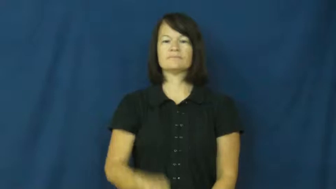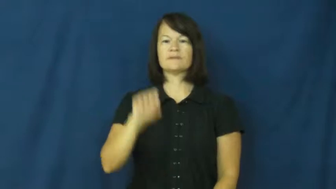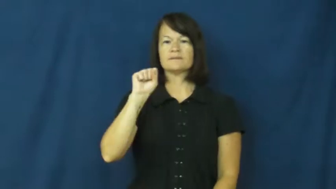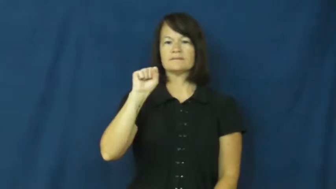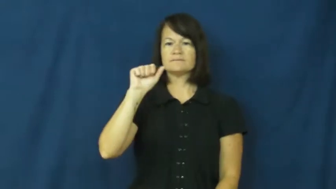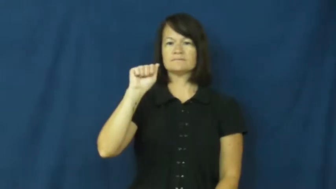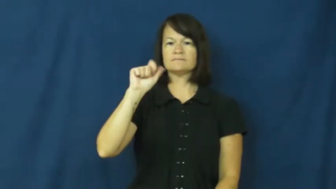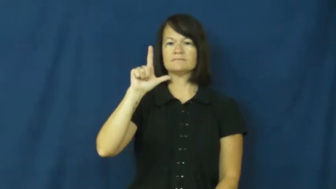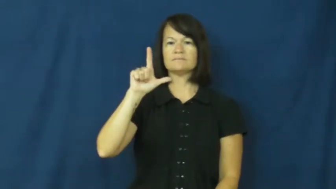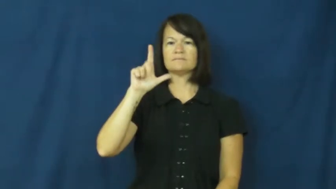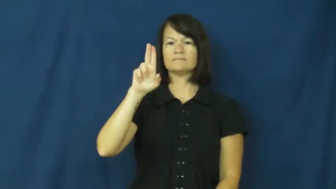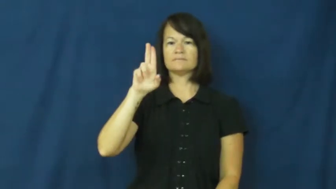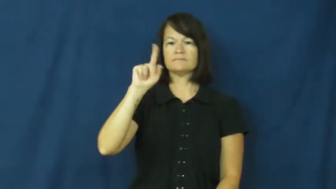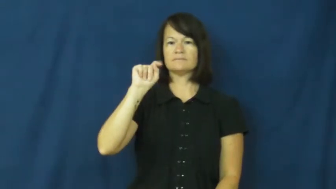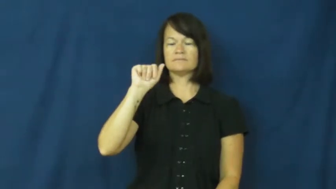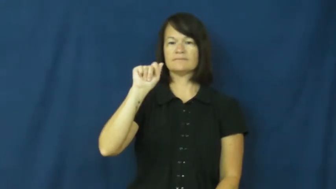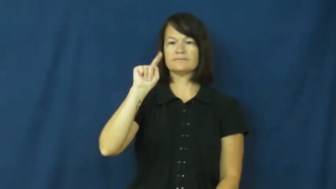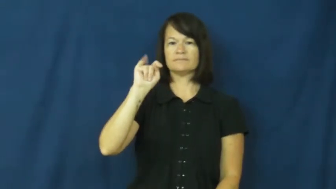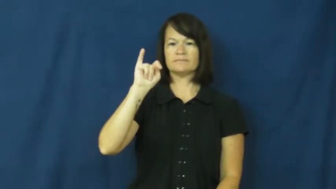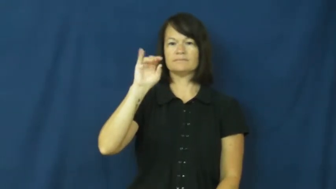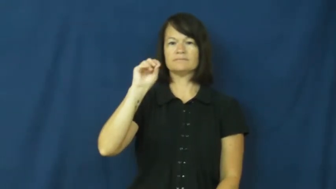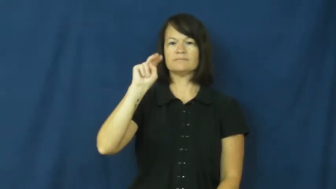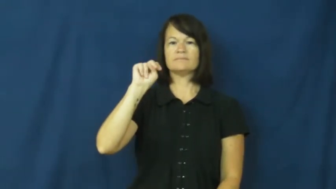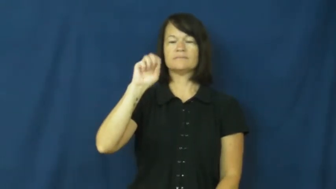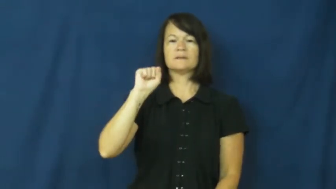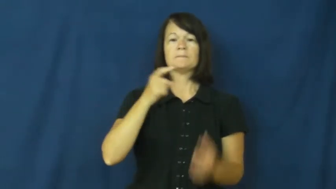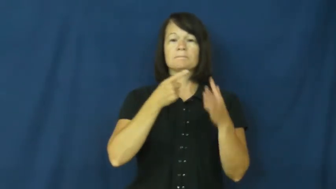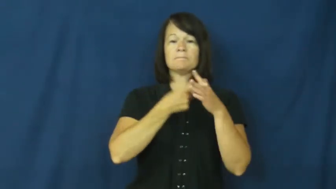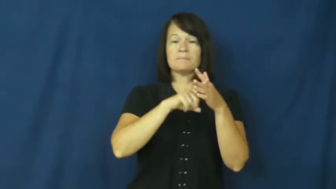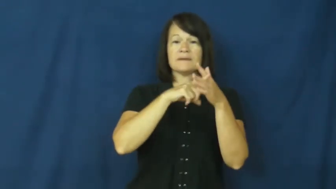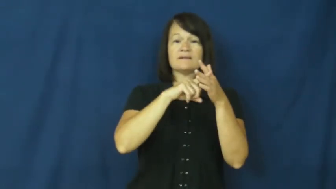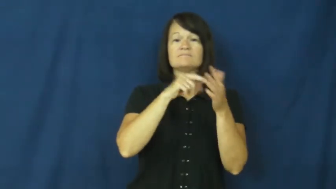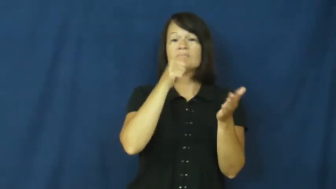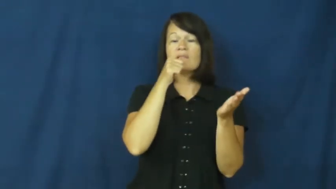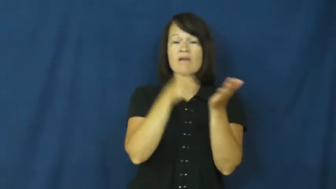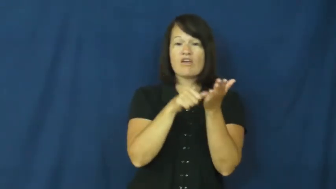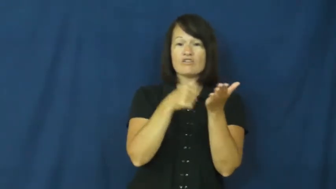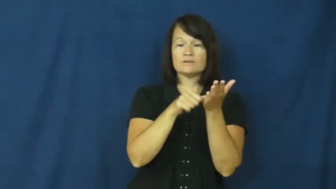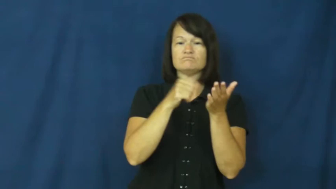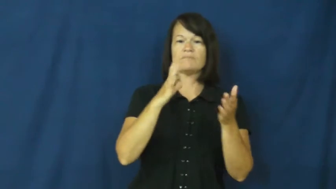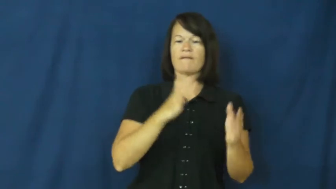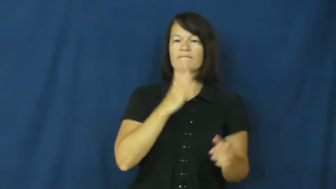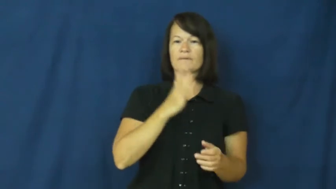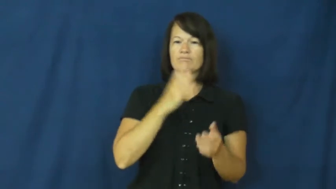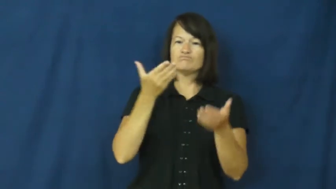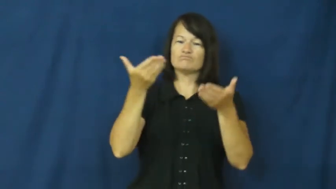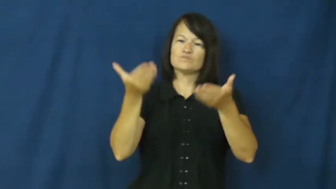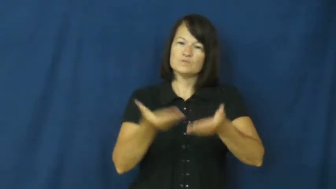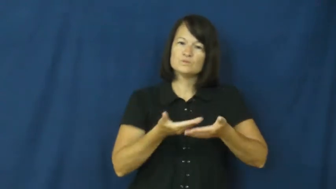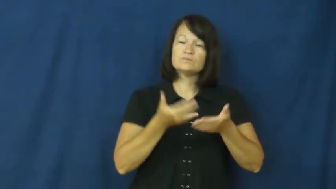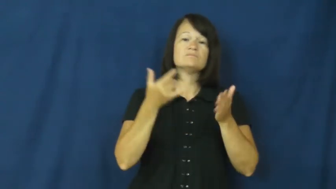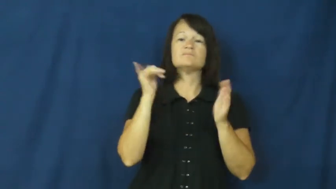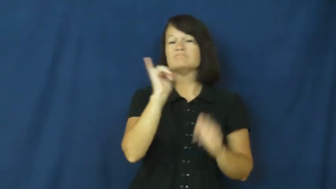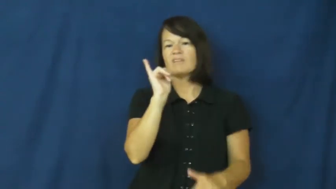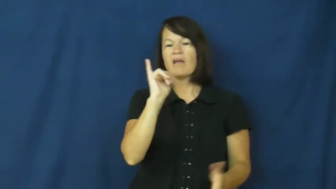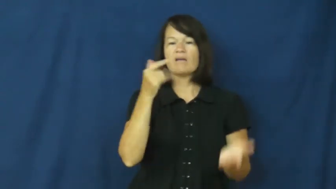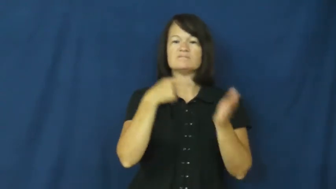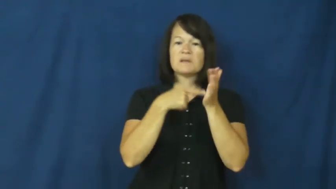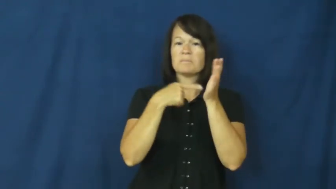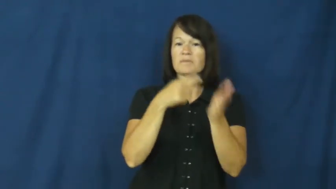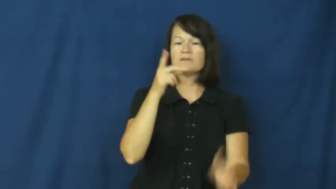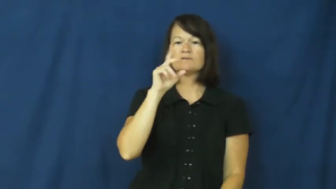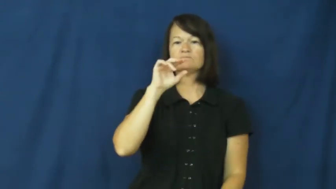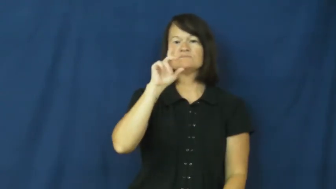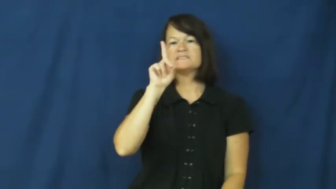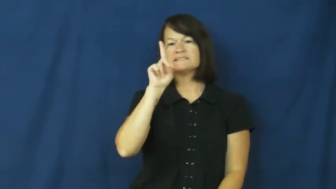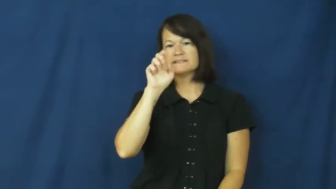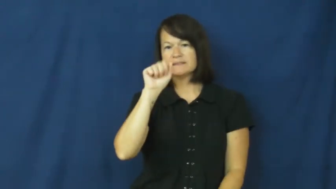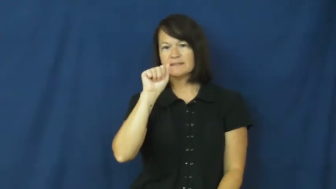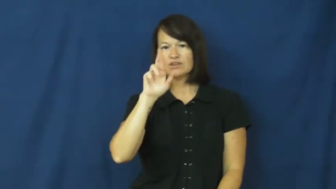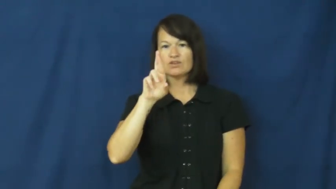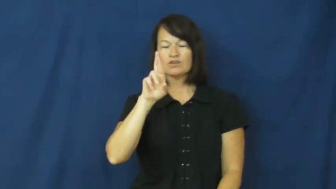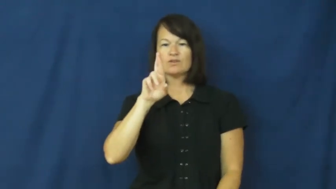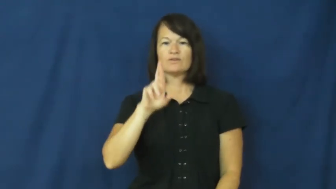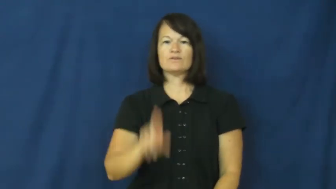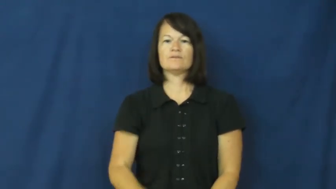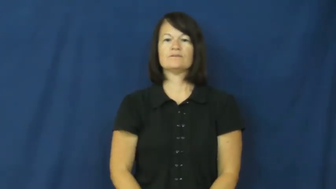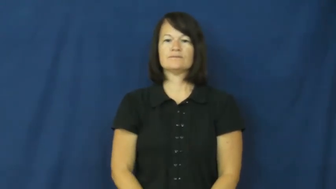salutations